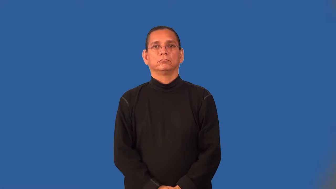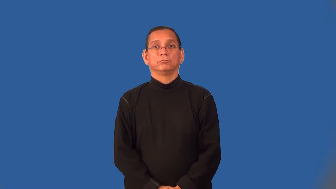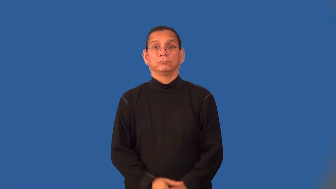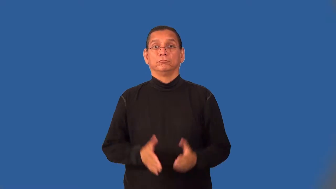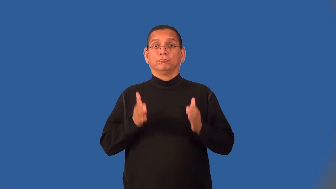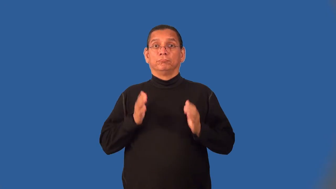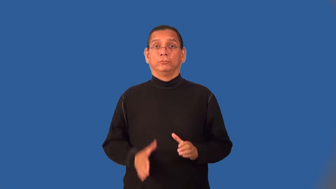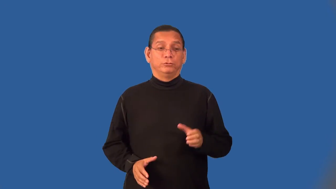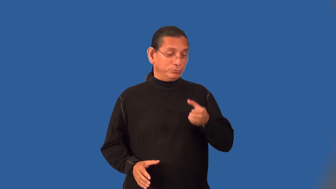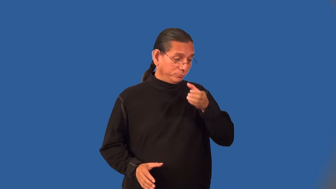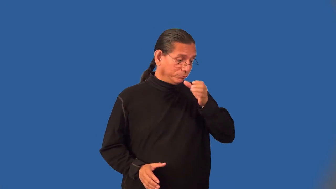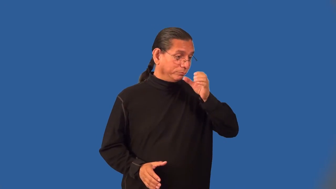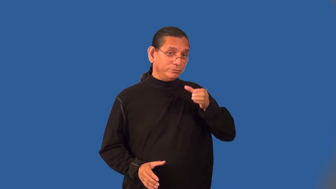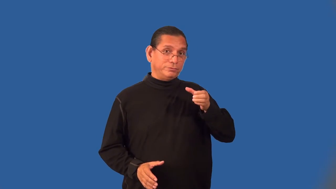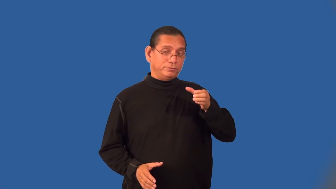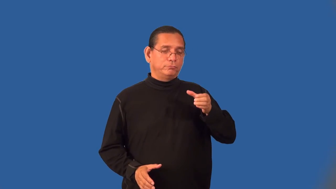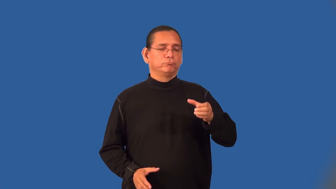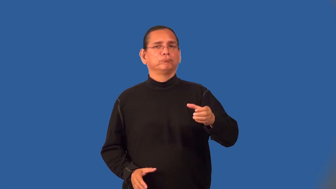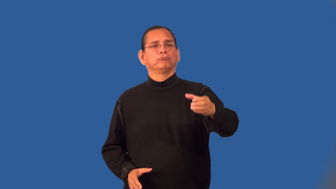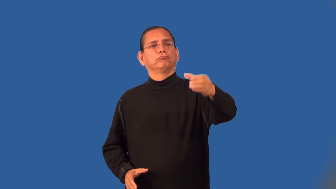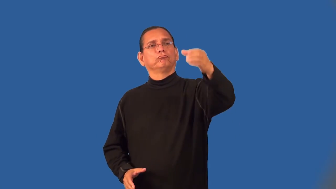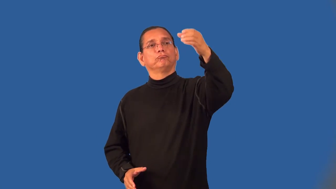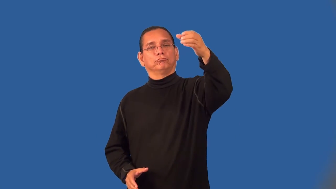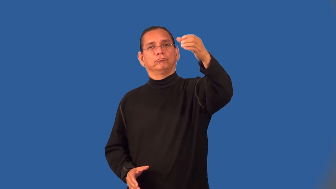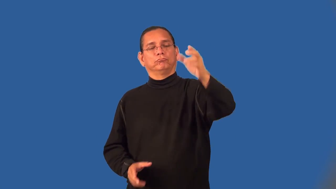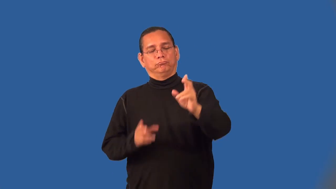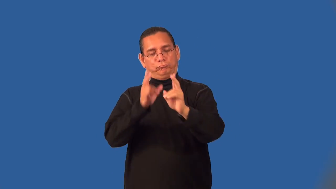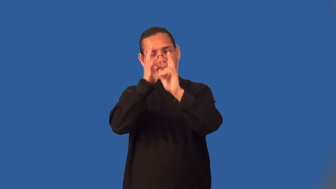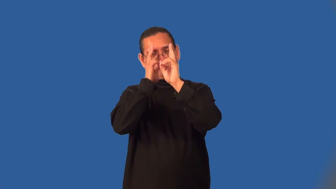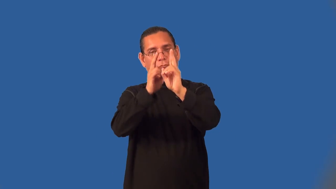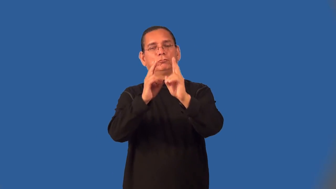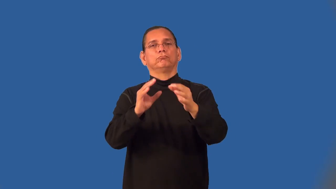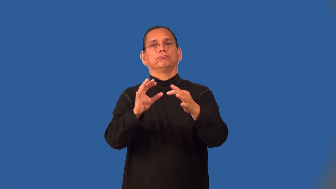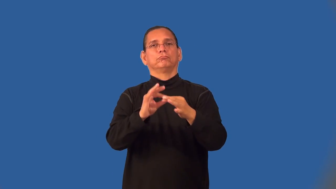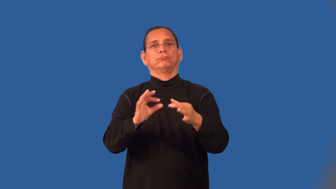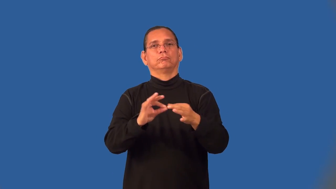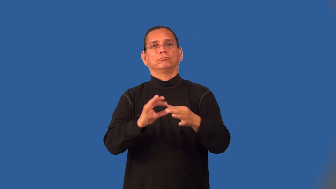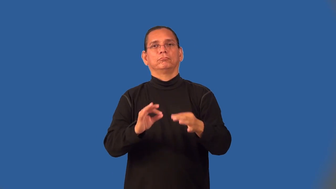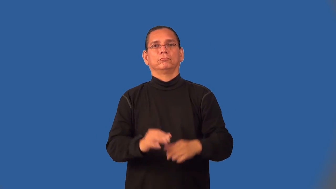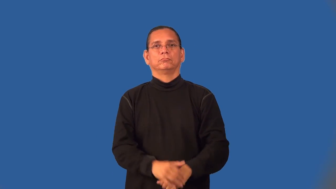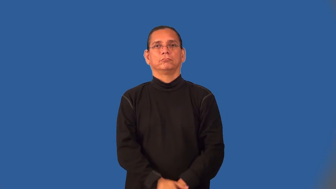toastmaster,toastmistress